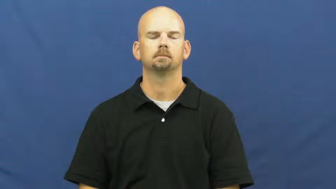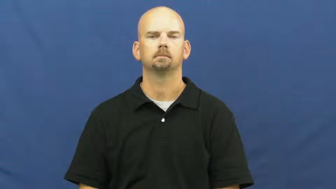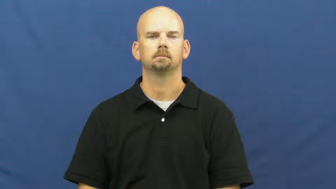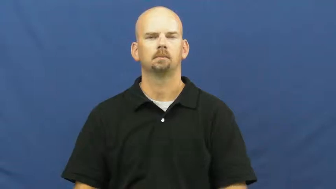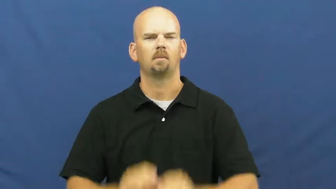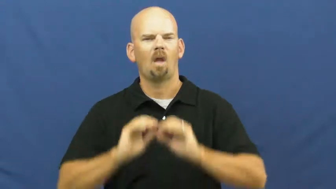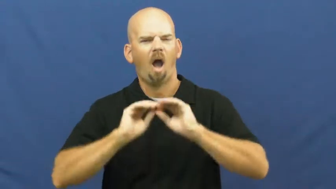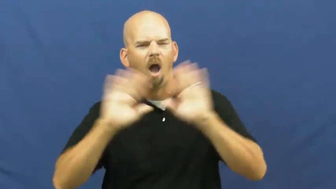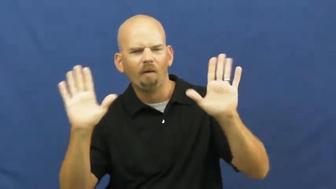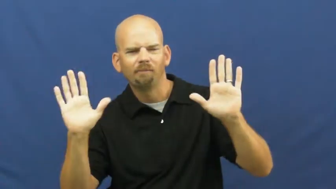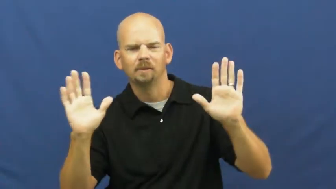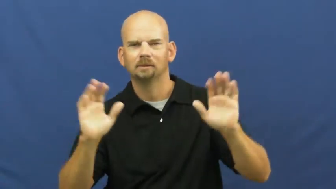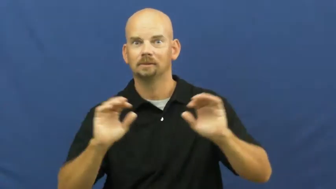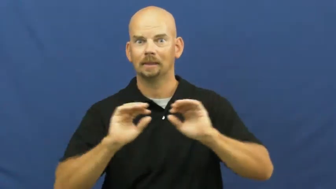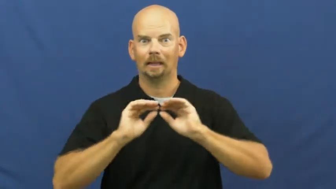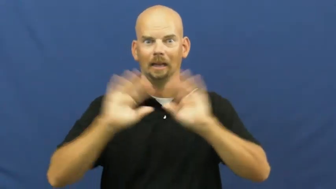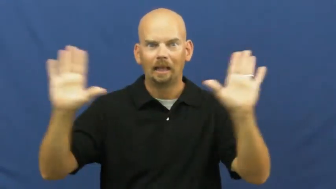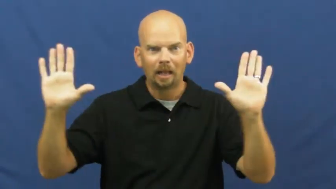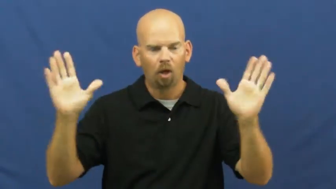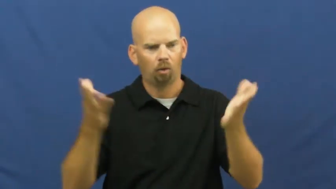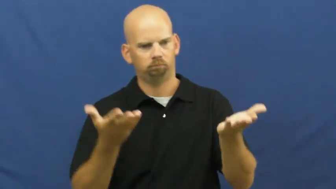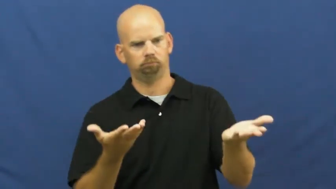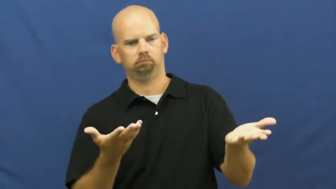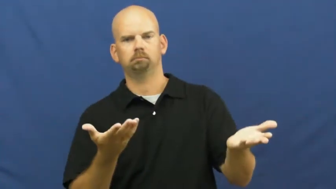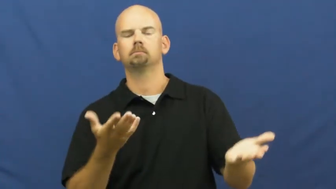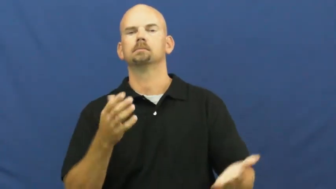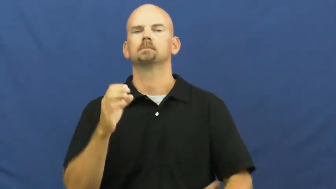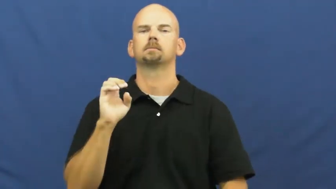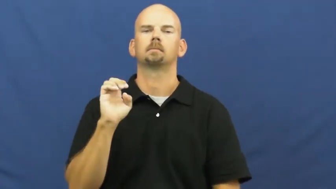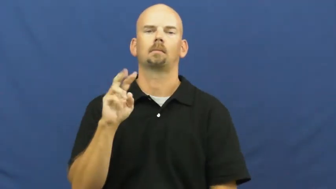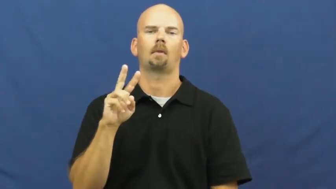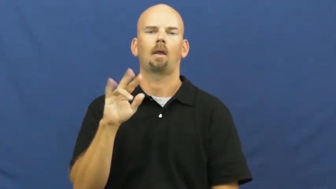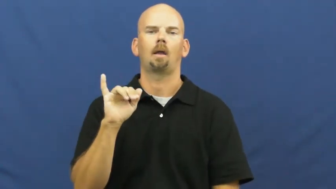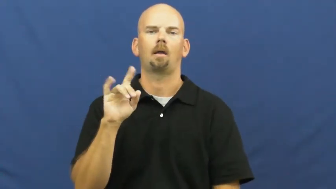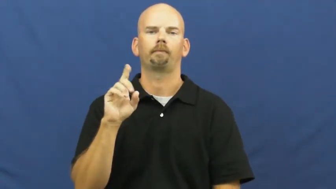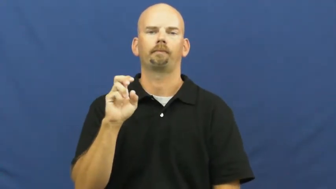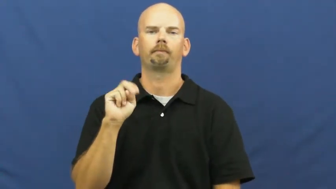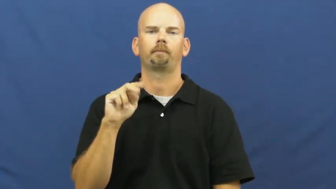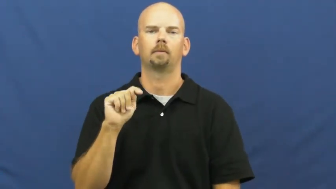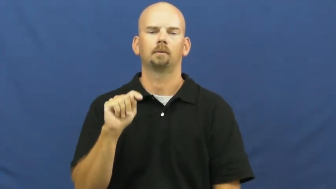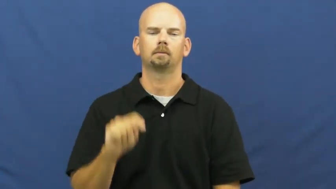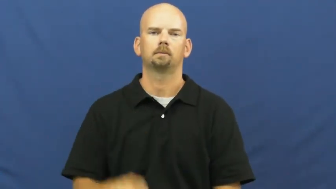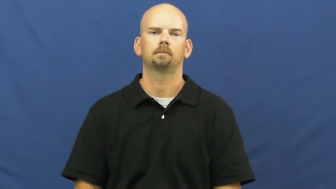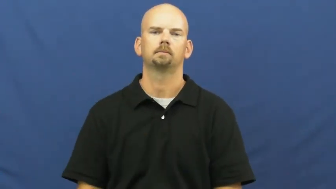evident